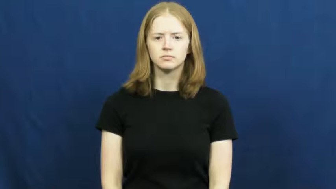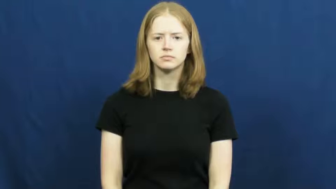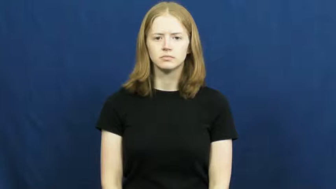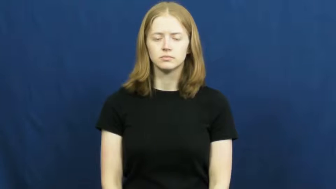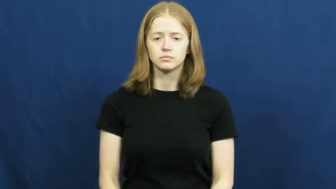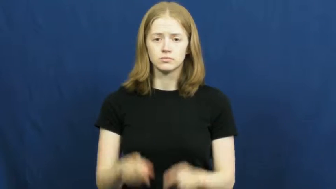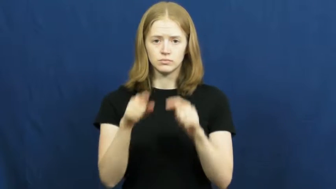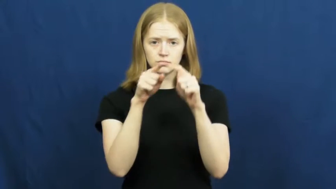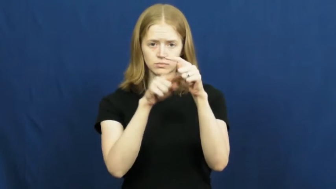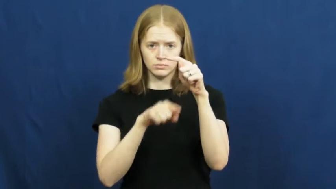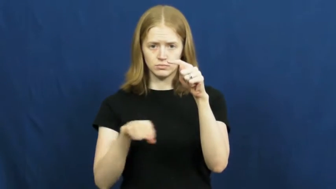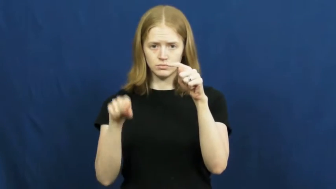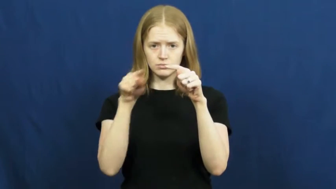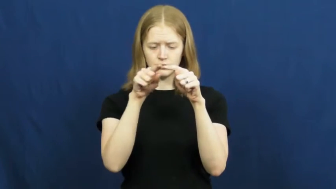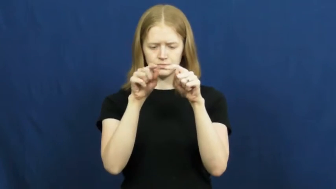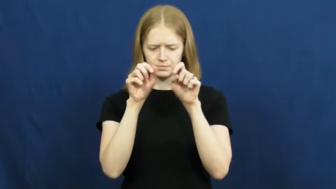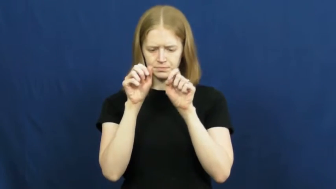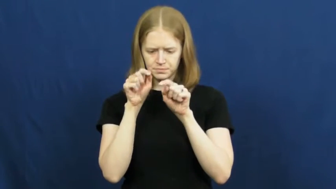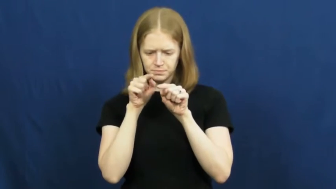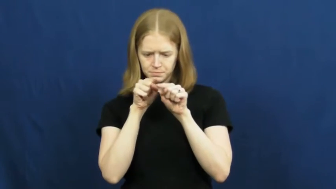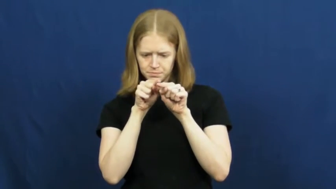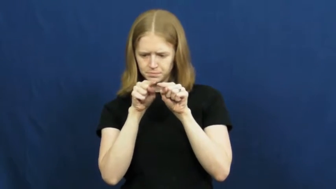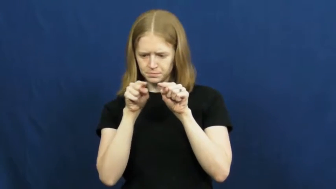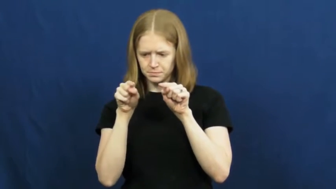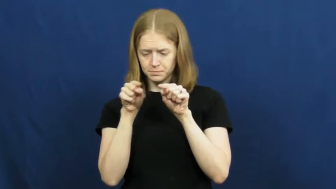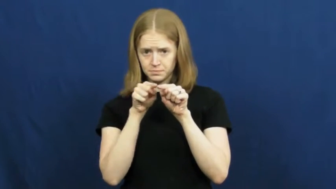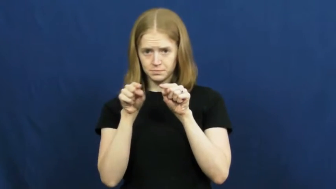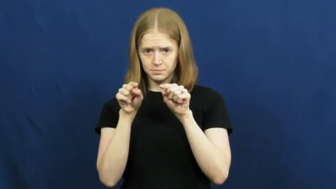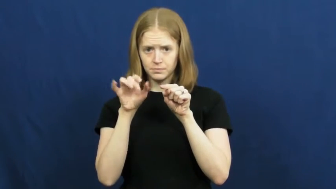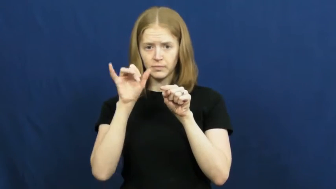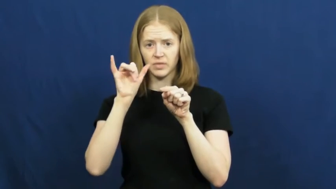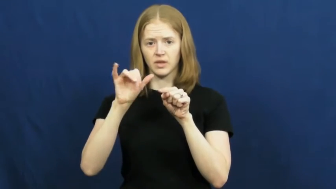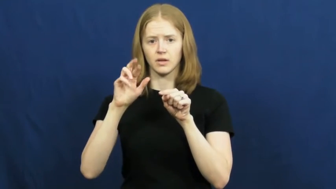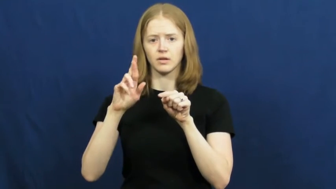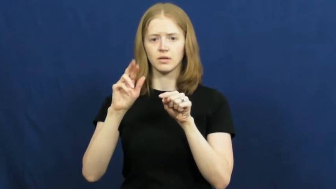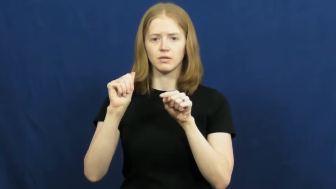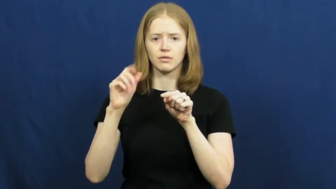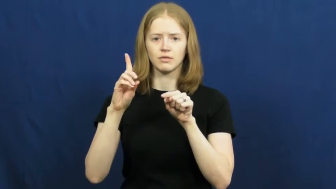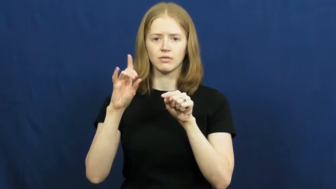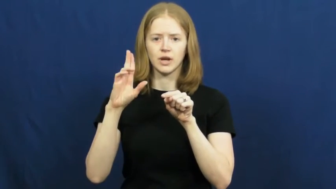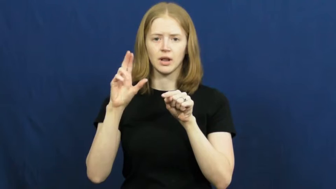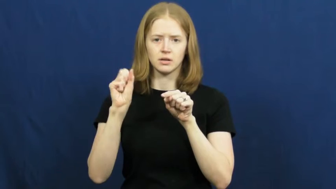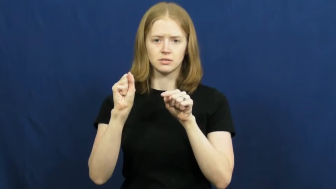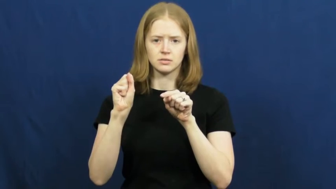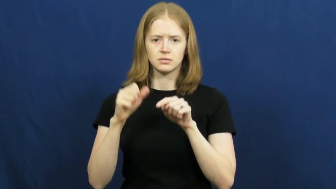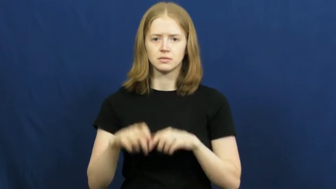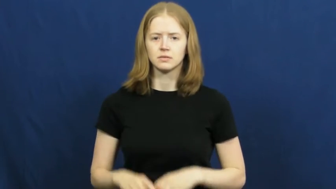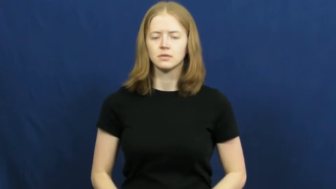radius